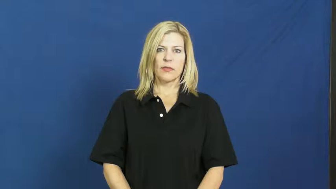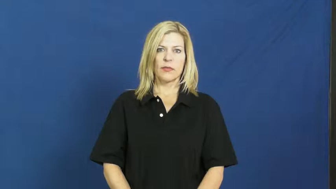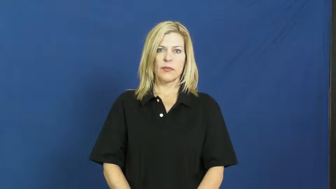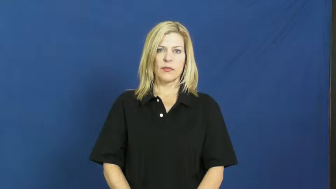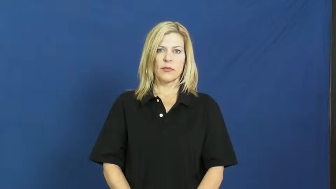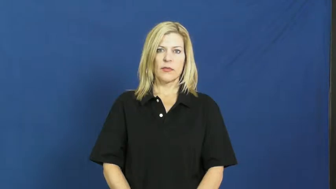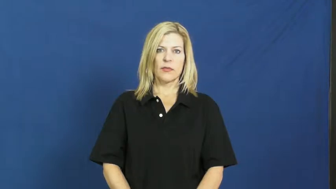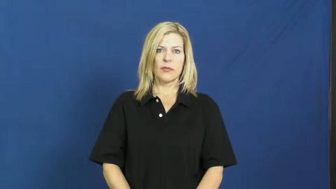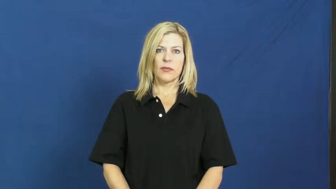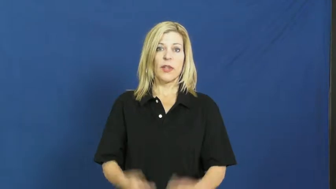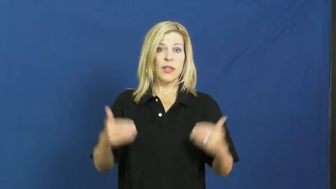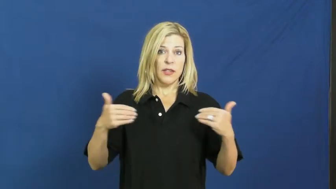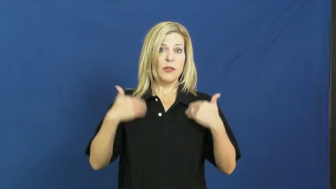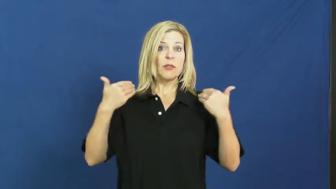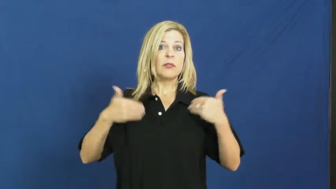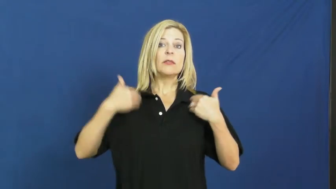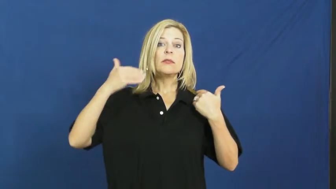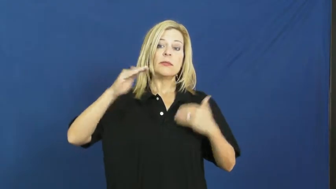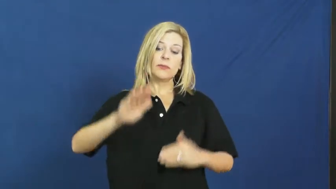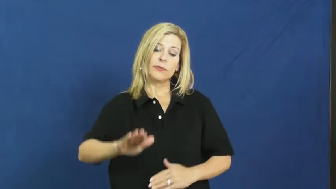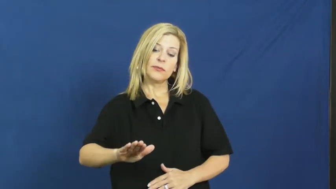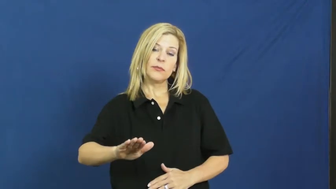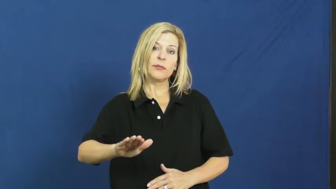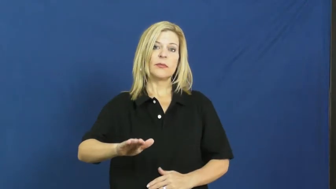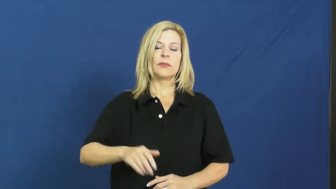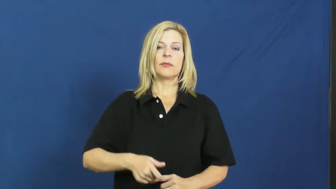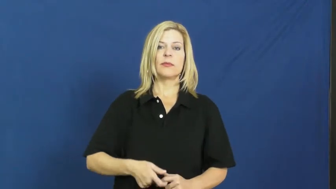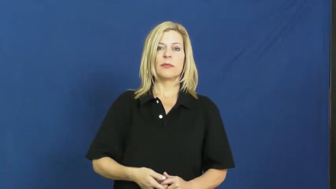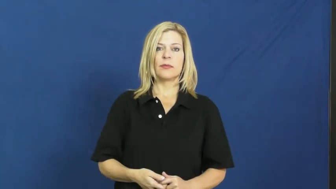juvenile